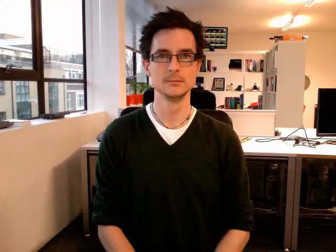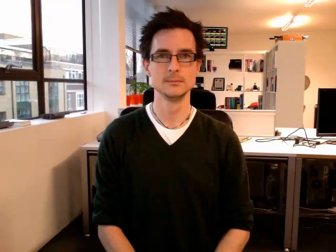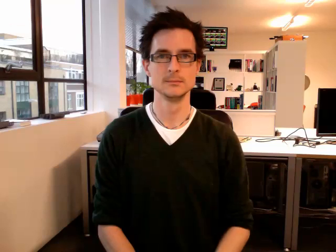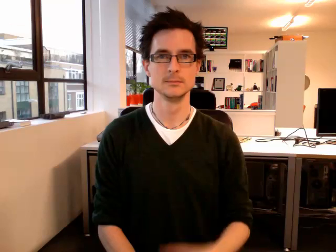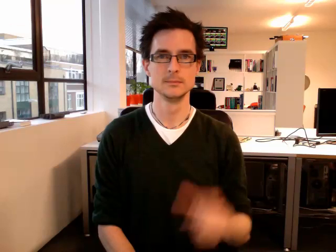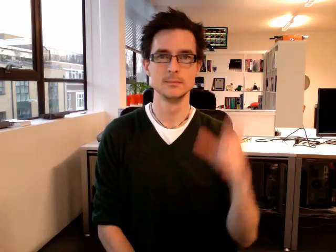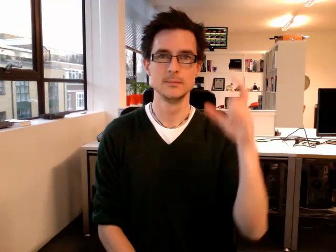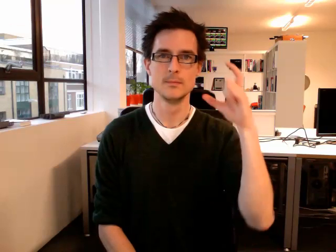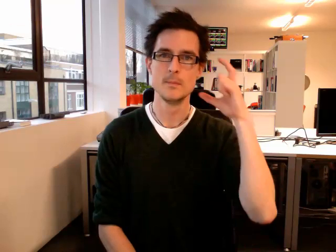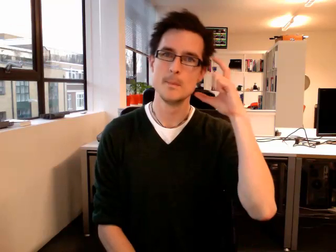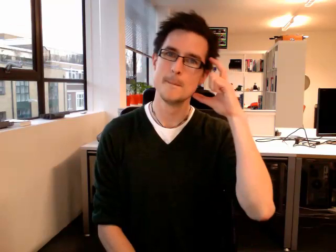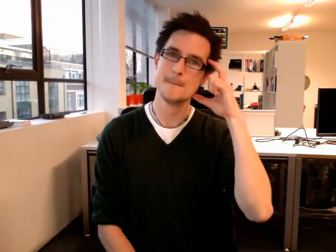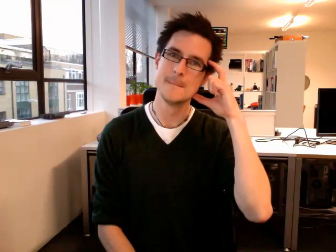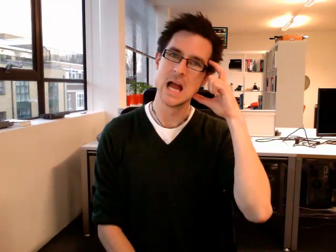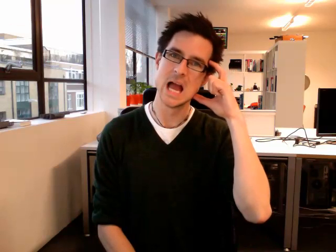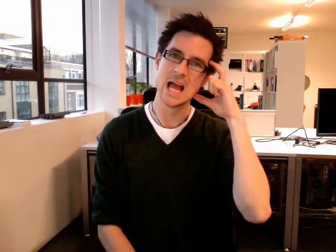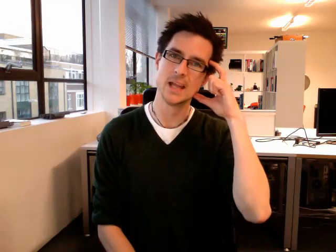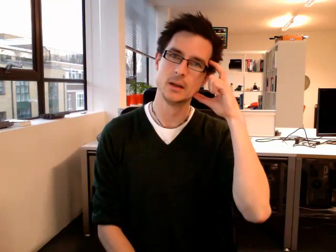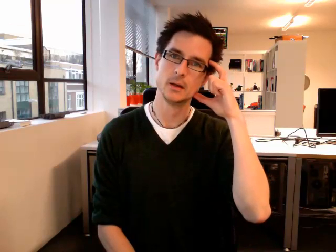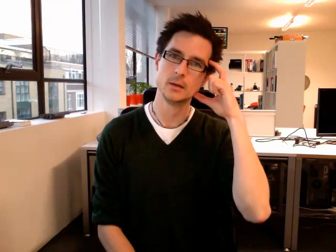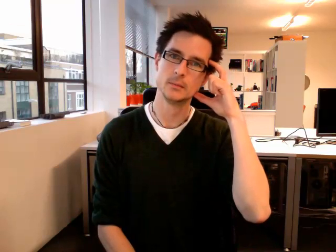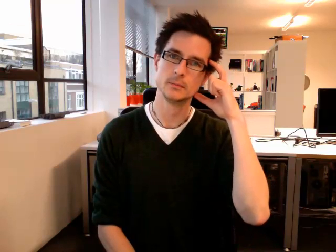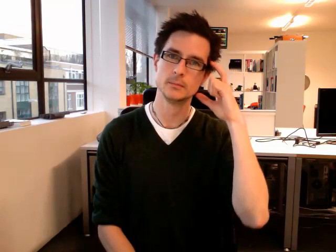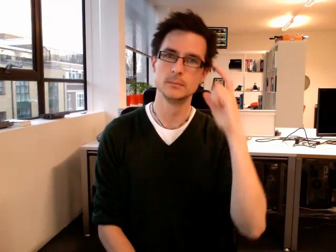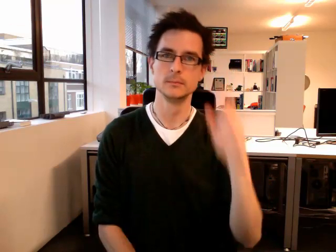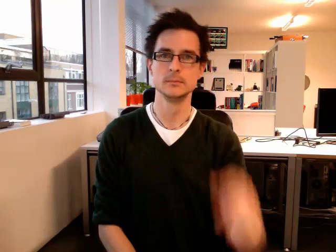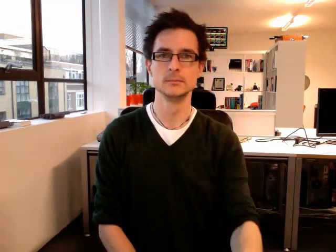bed